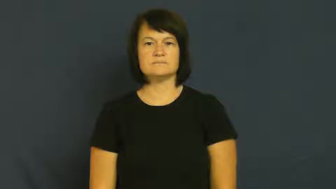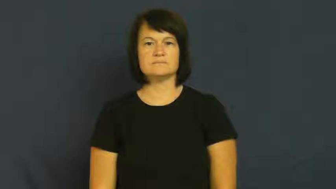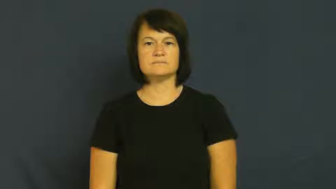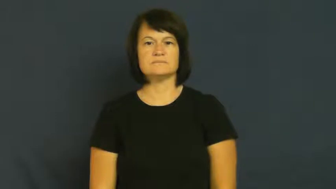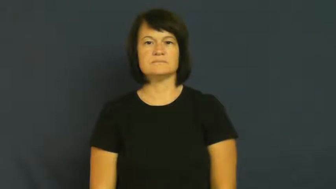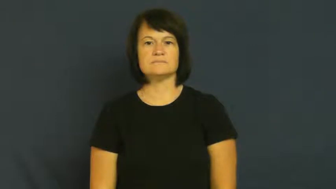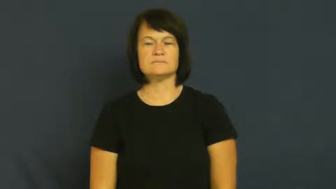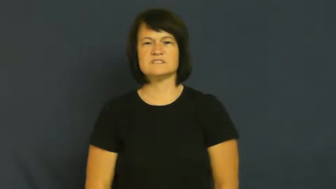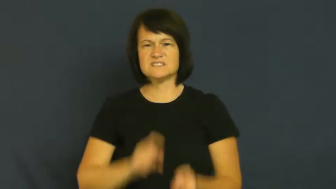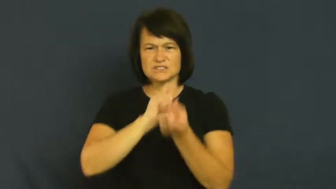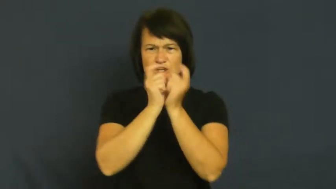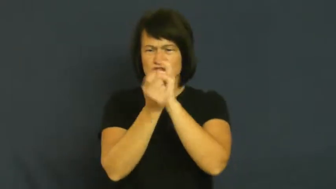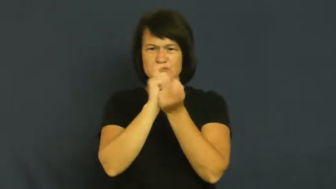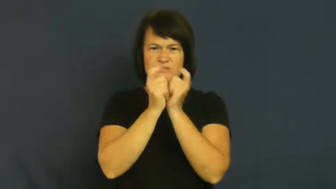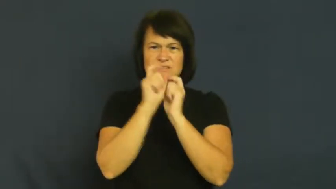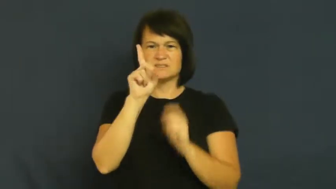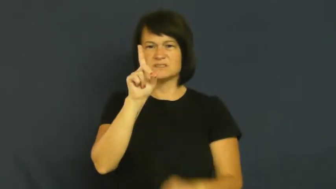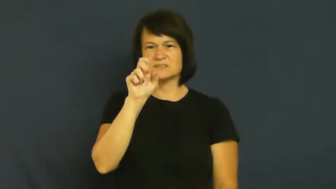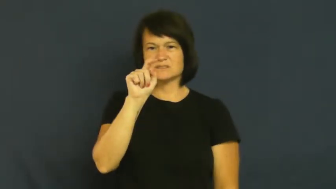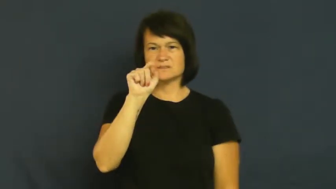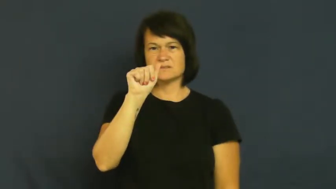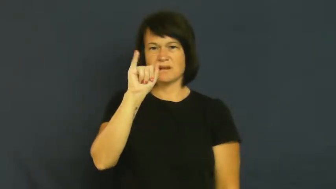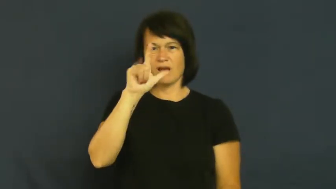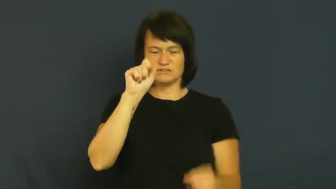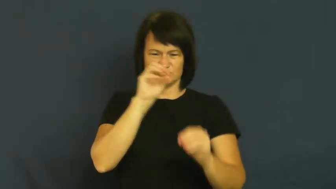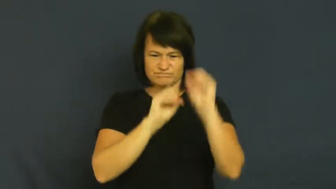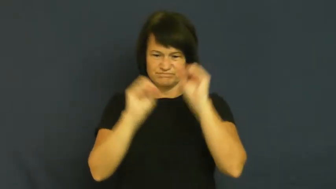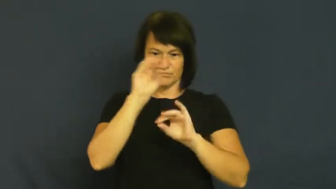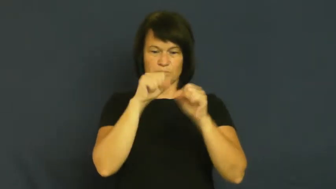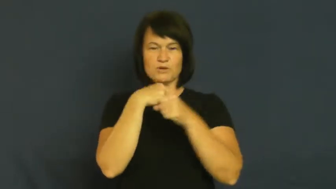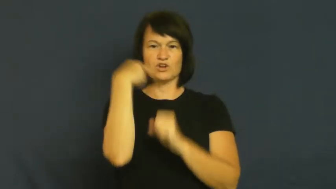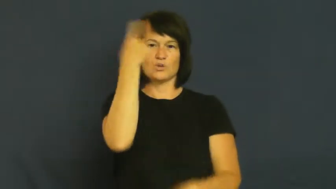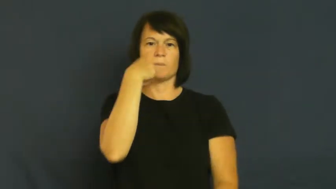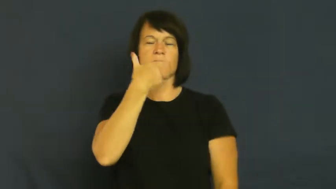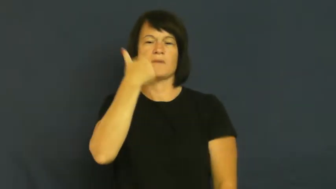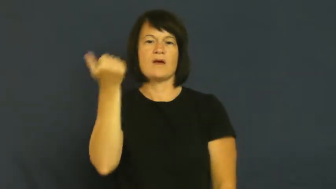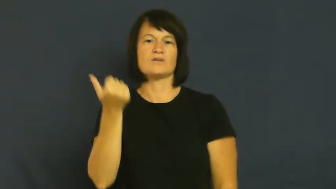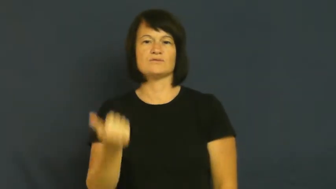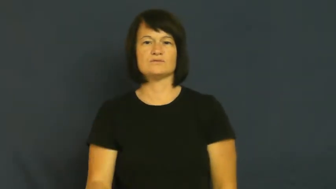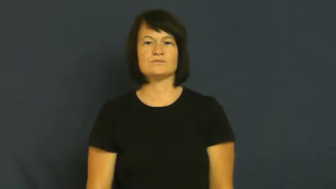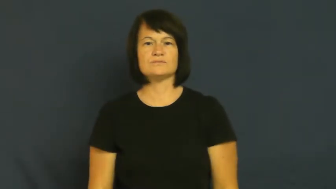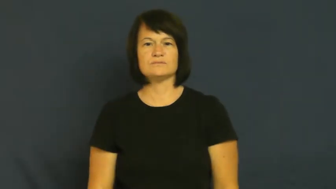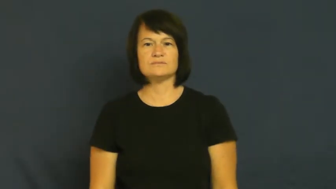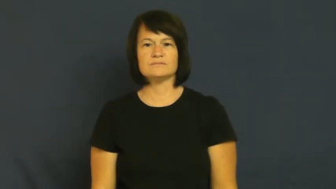fudge,fudge on,doctor,fiddle-change details